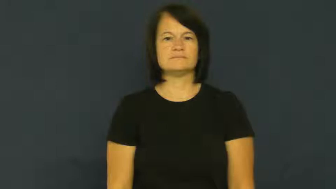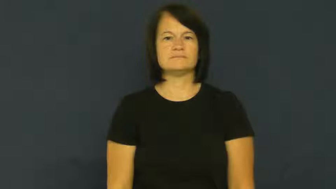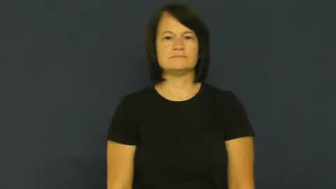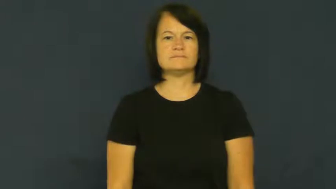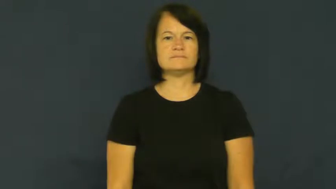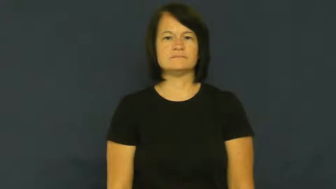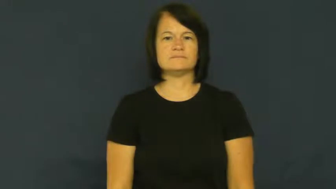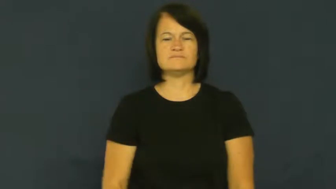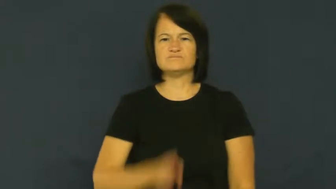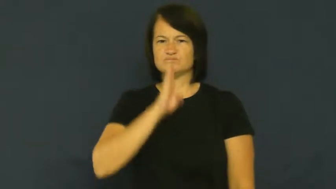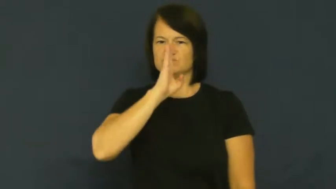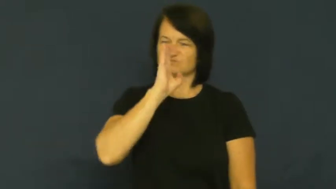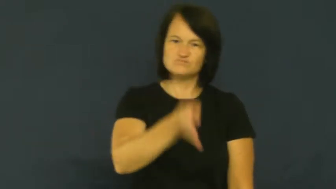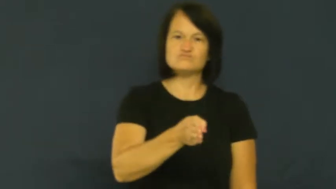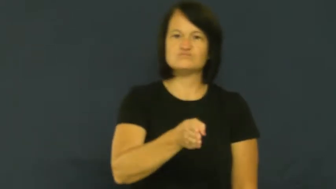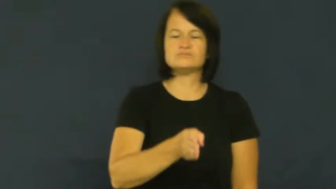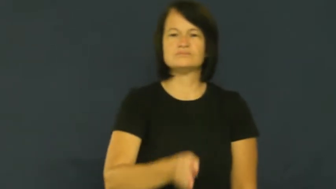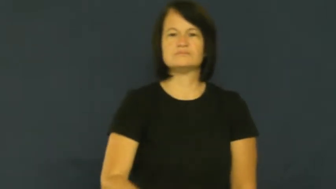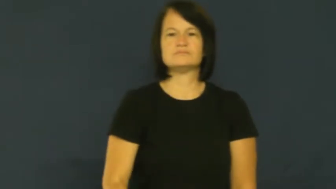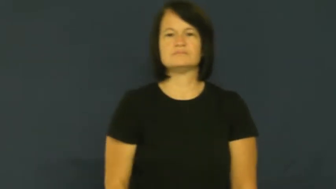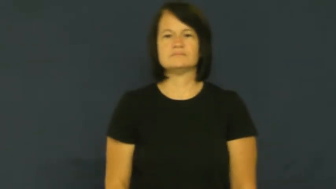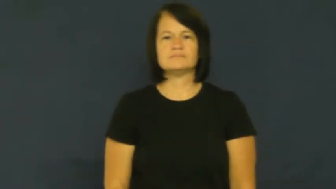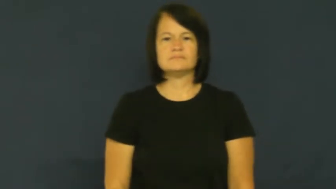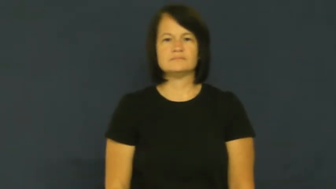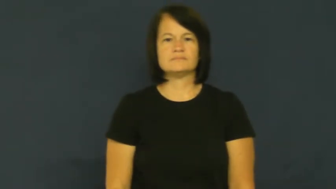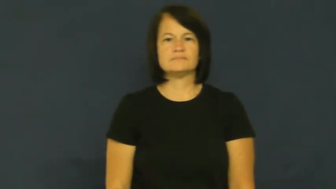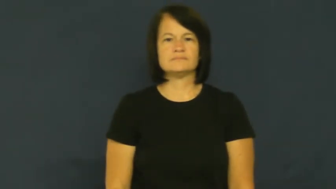dead ahead